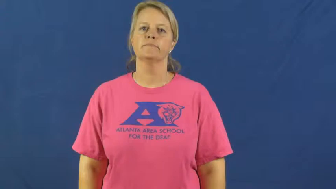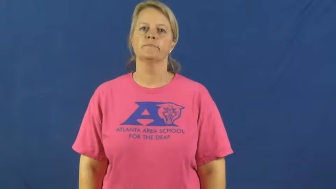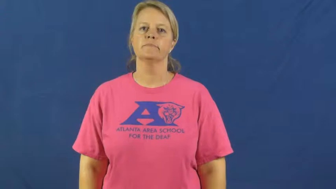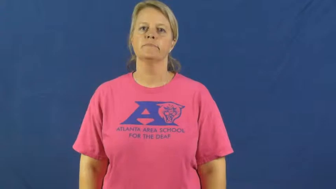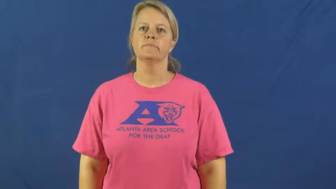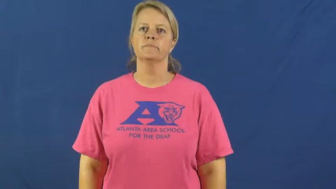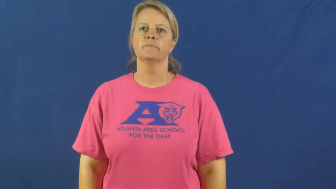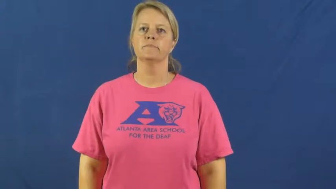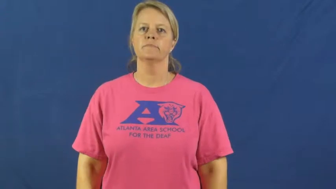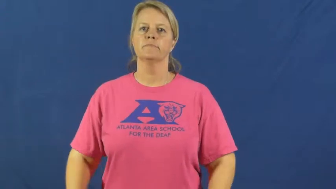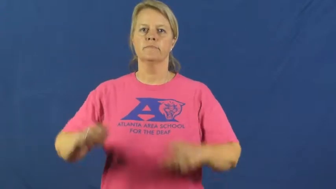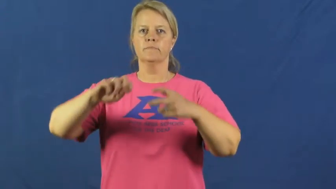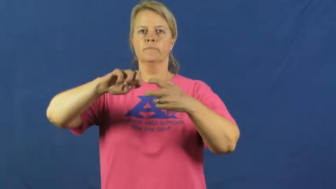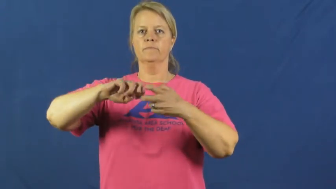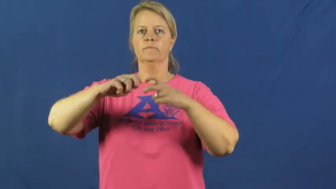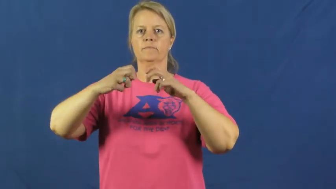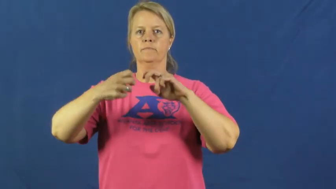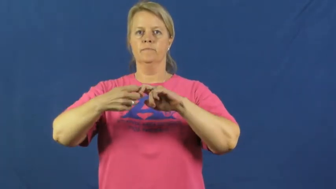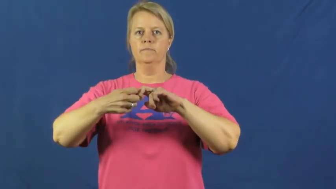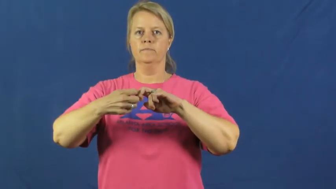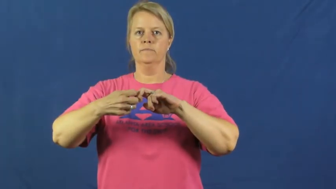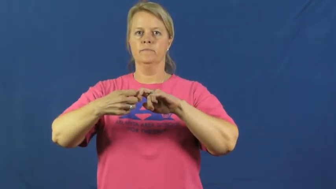problem,con,issue,pissue,catch,hiccup